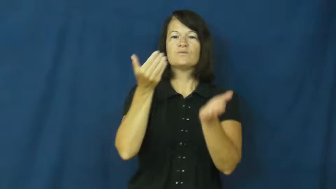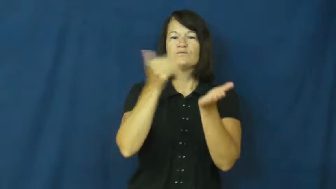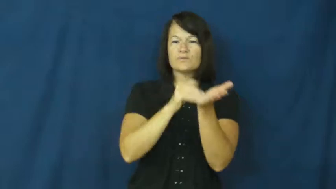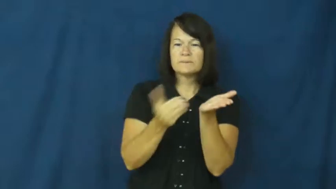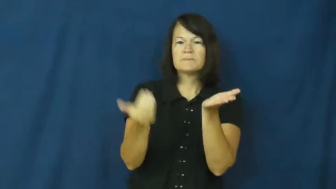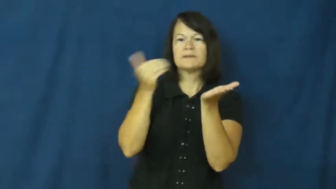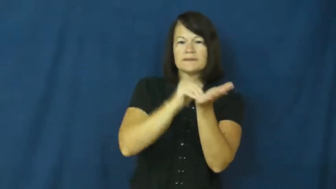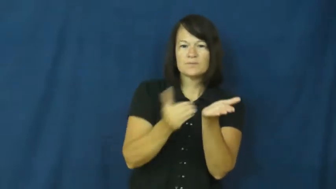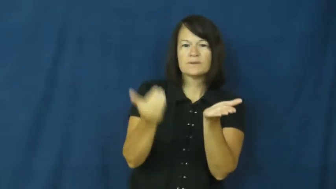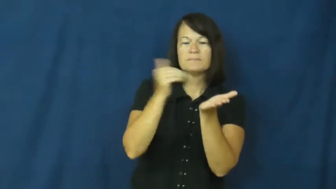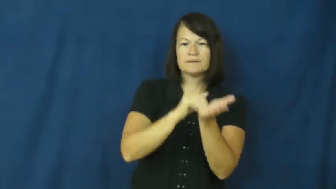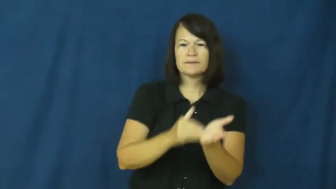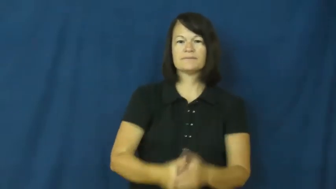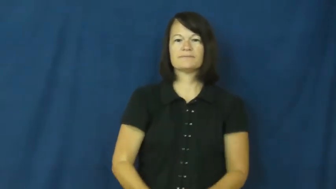repeat,reprise,recapitulate,loop